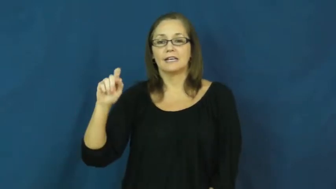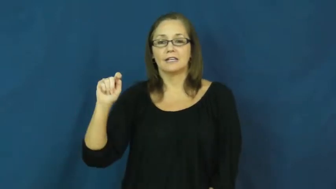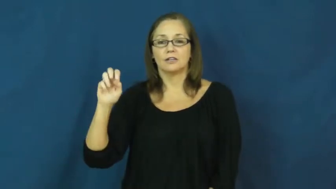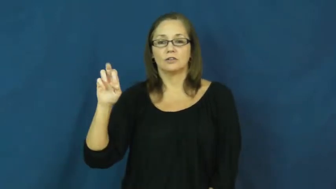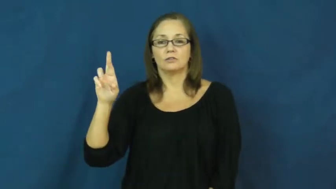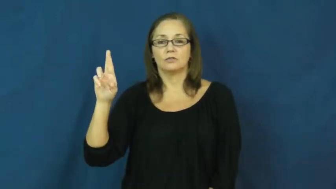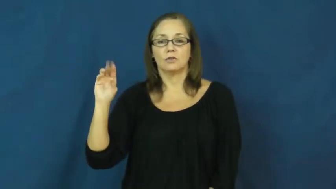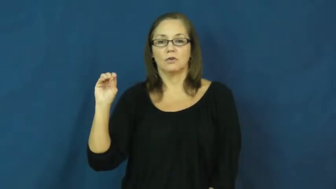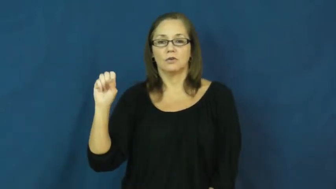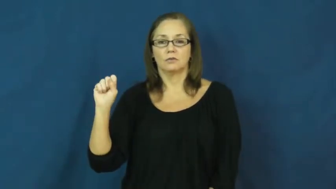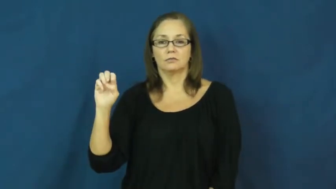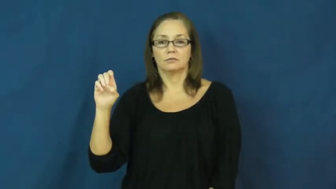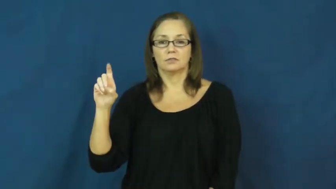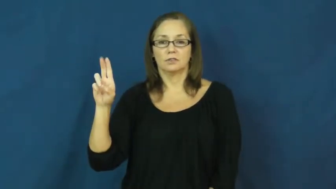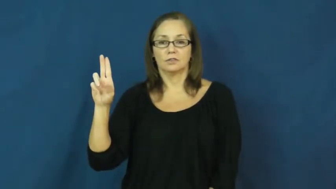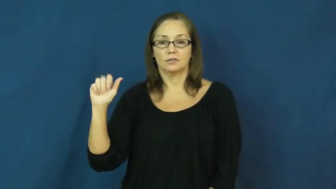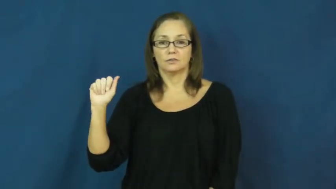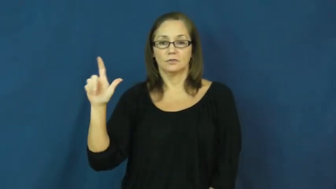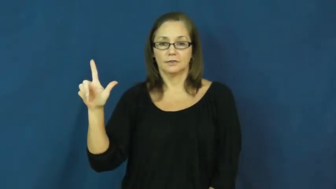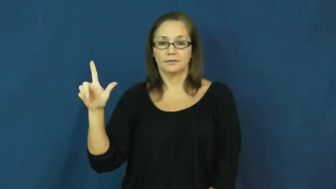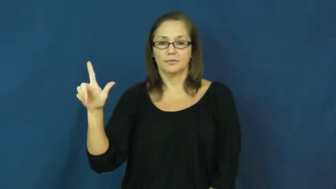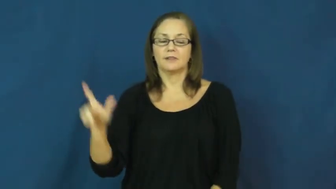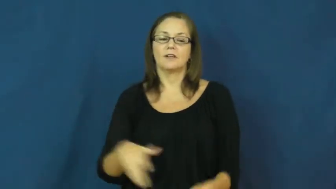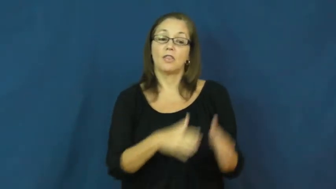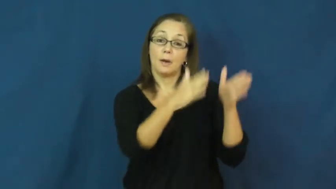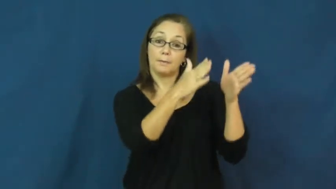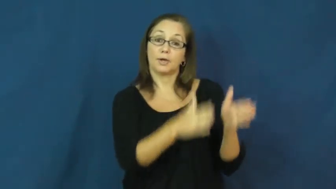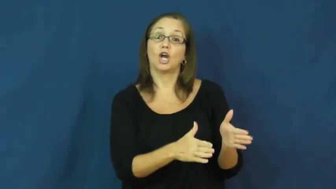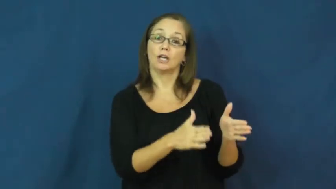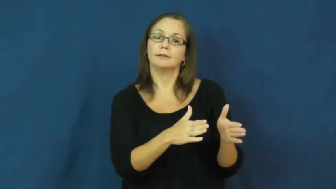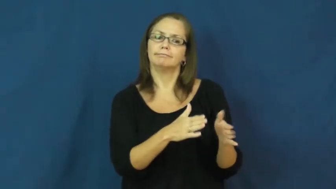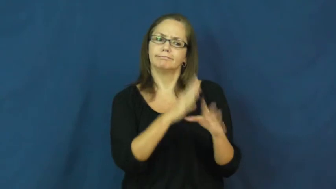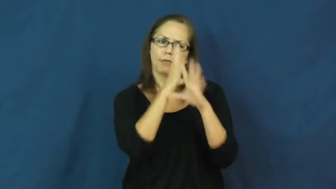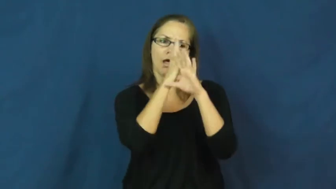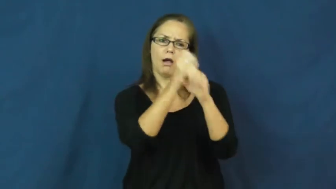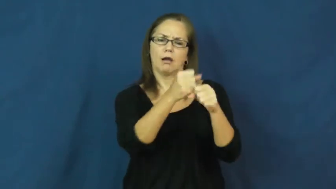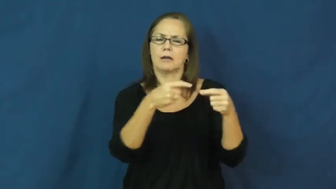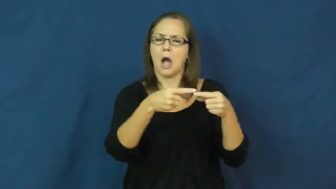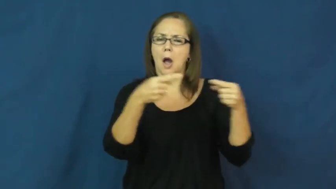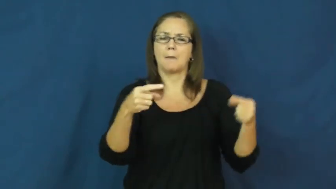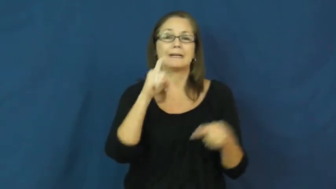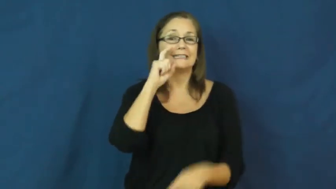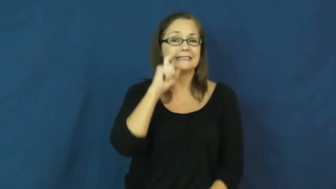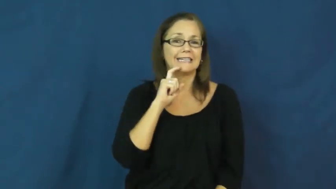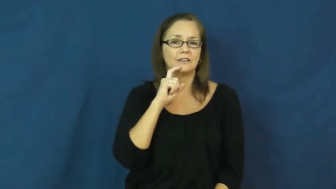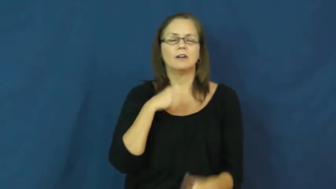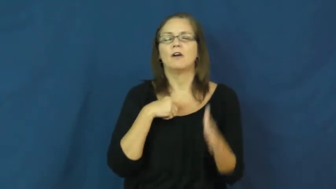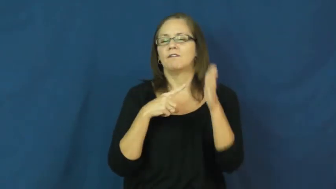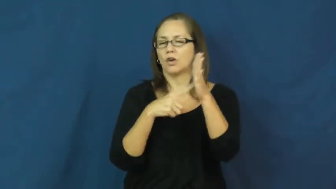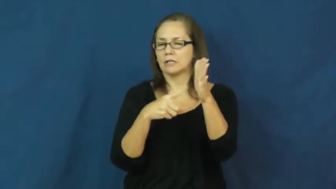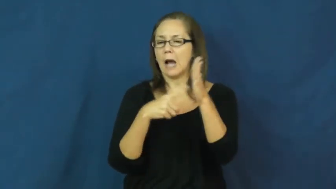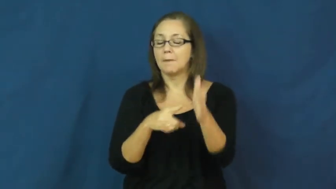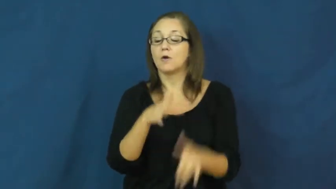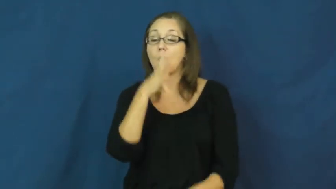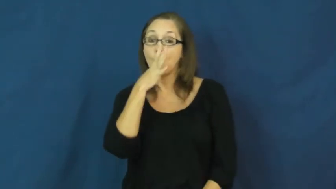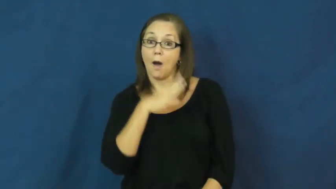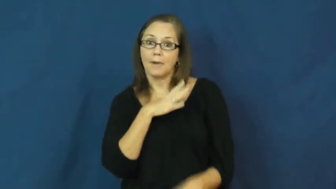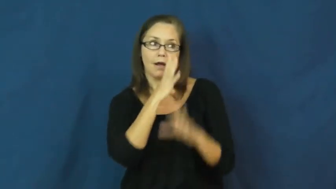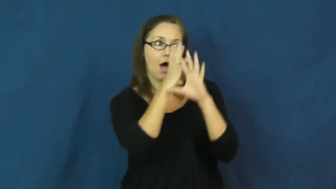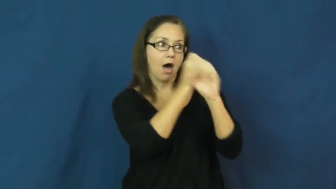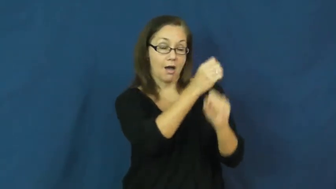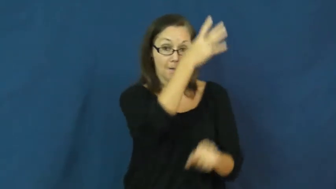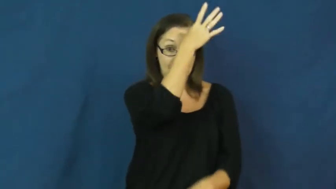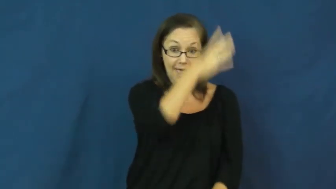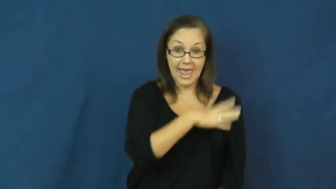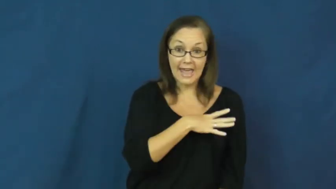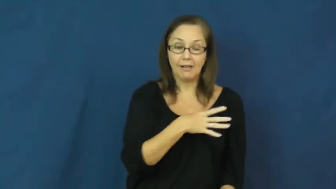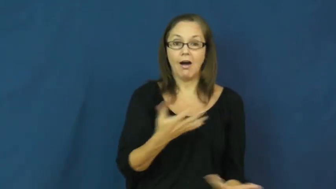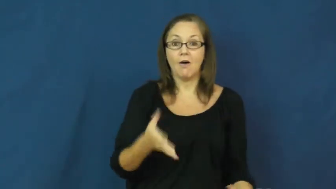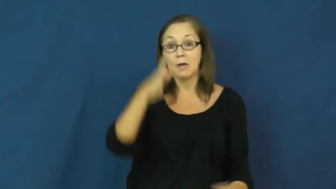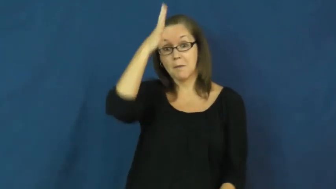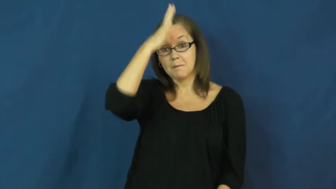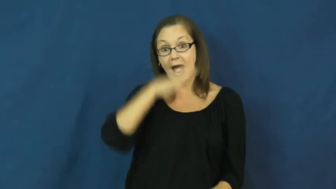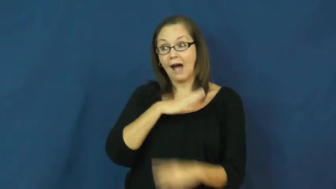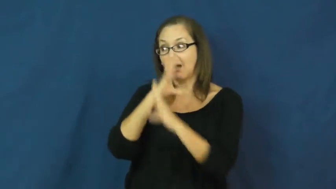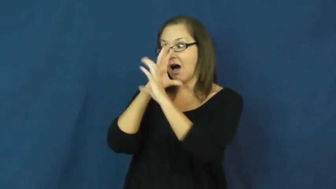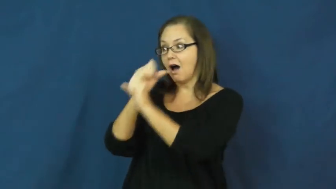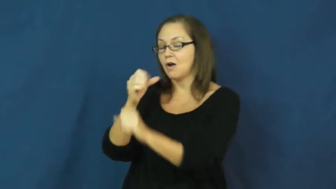heterosexual